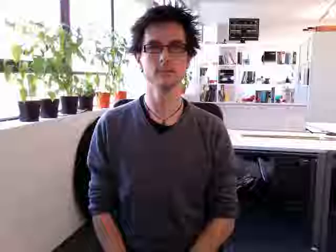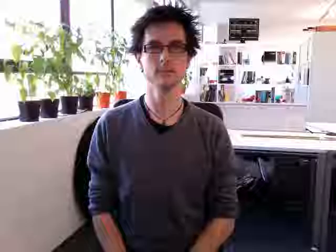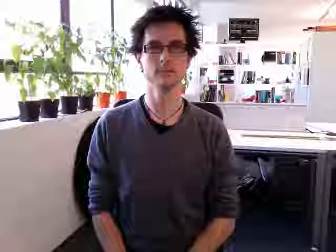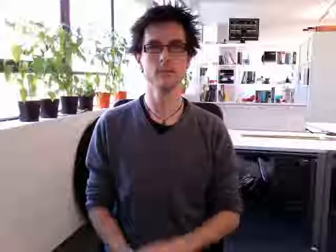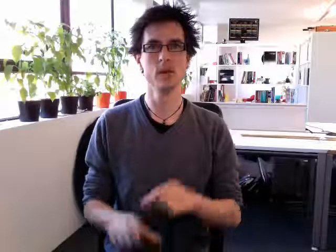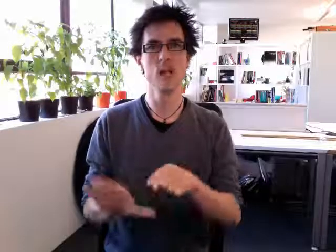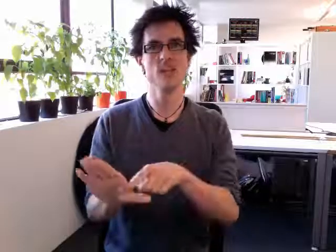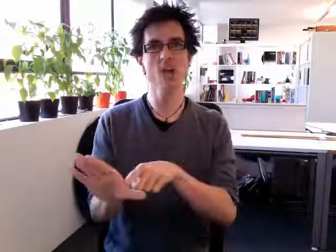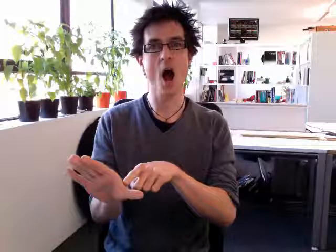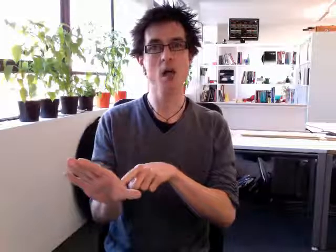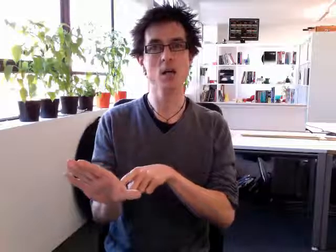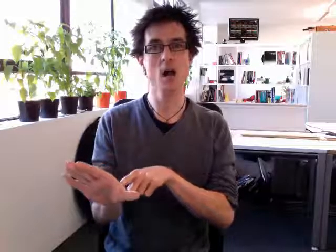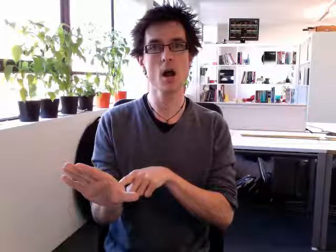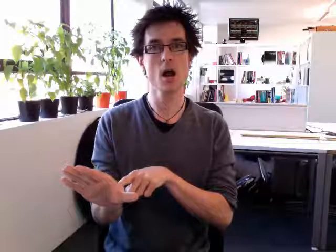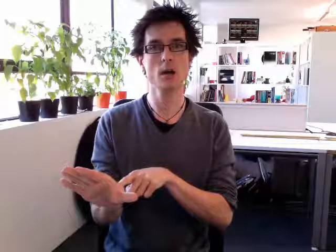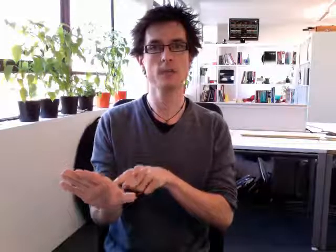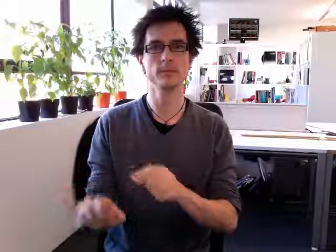younger